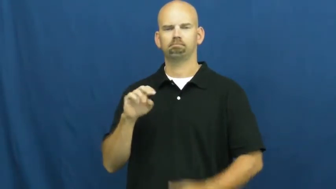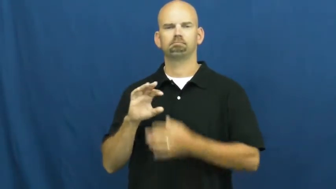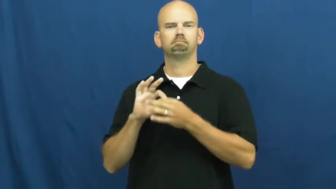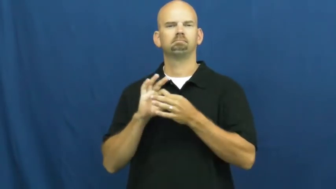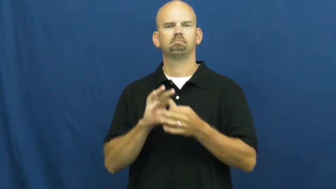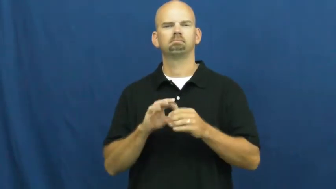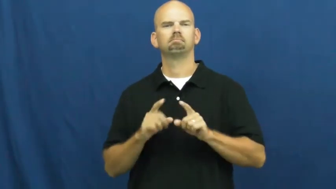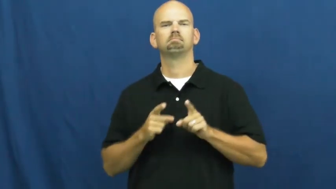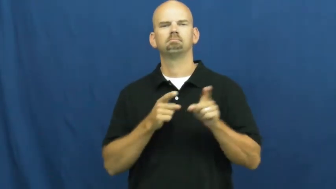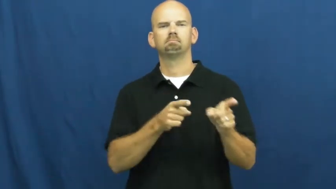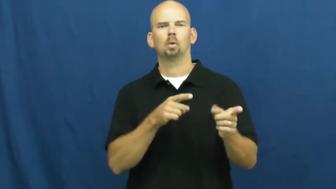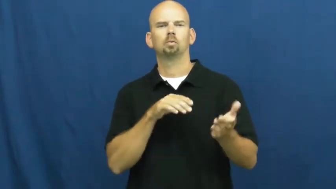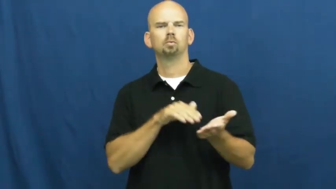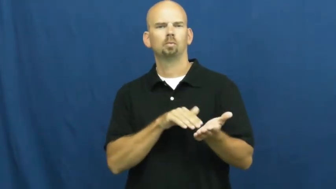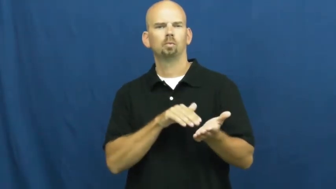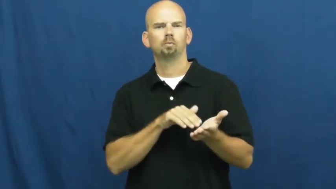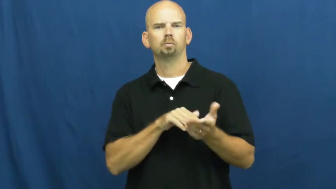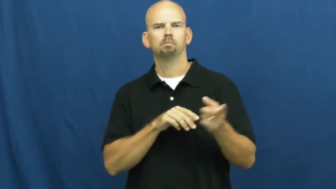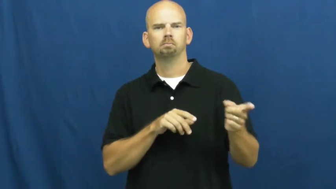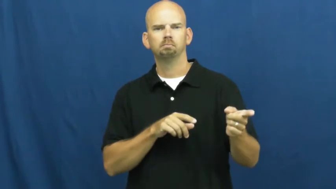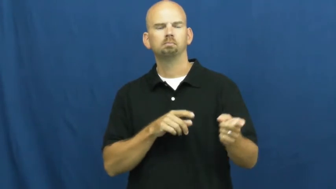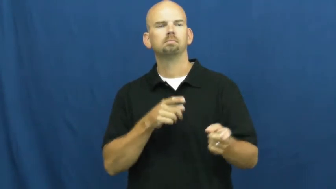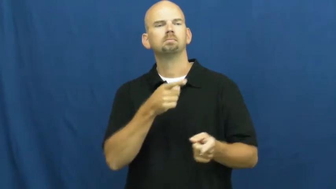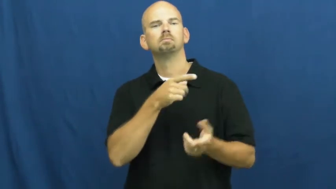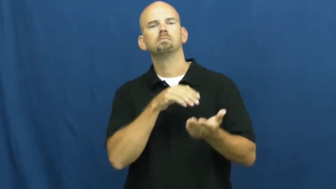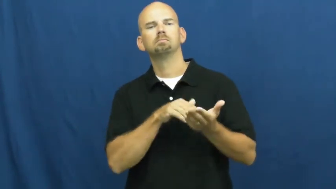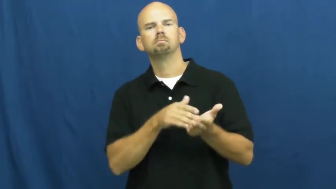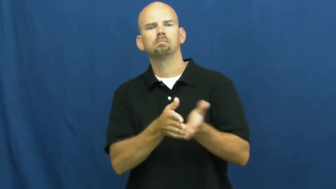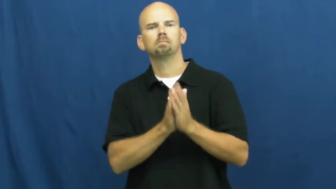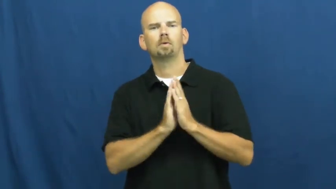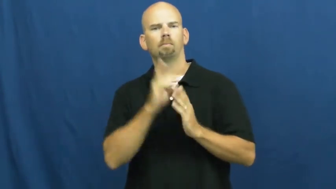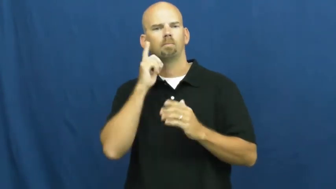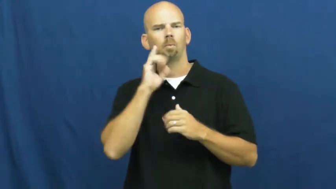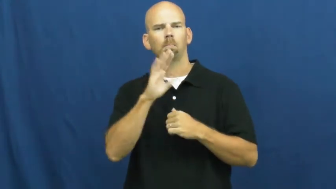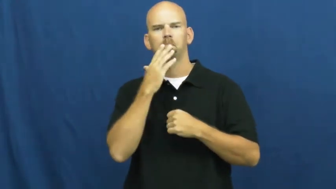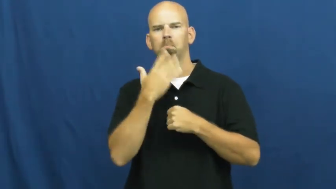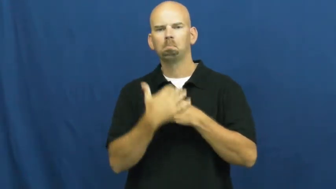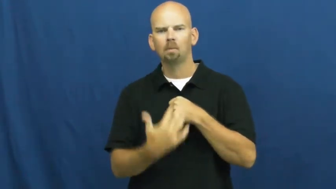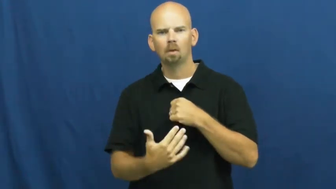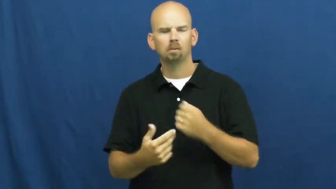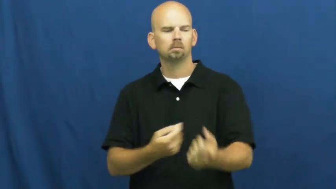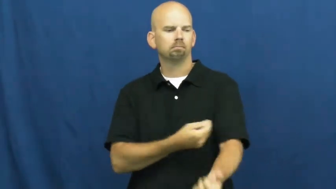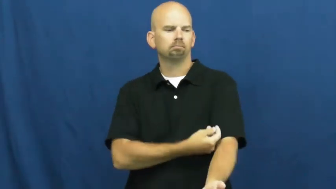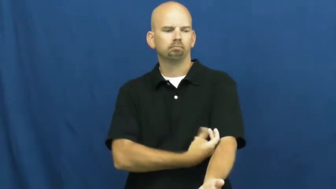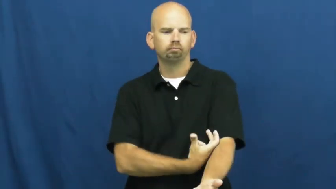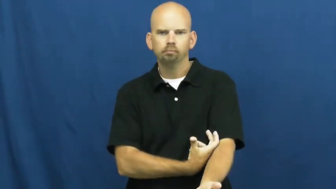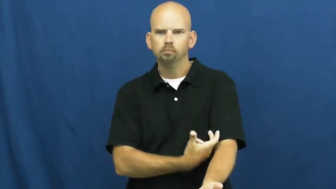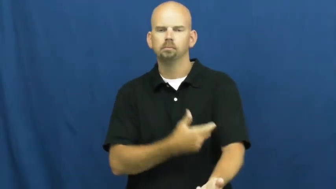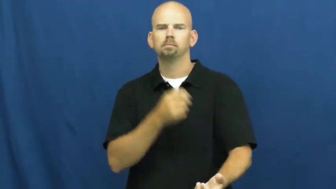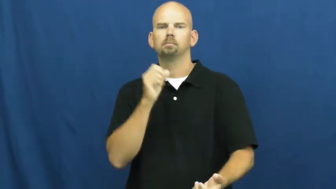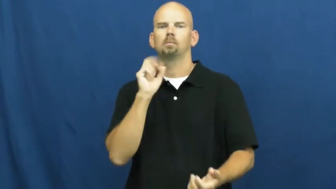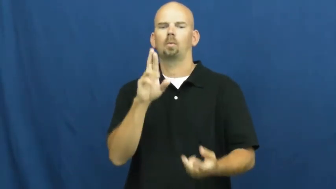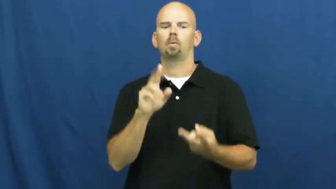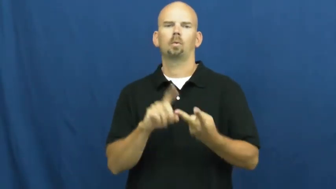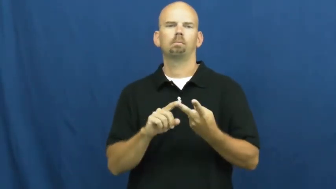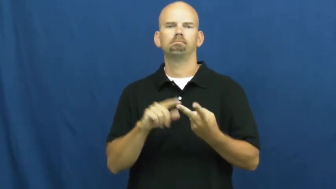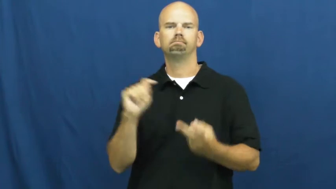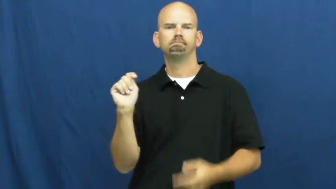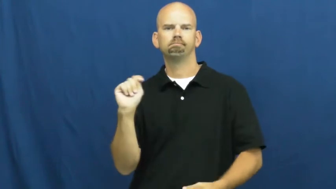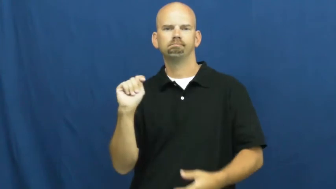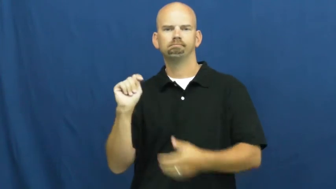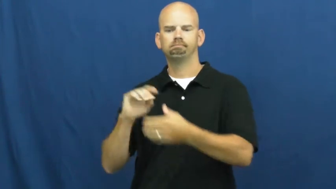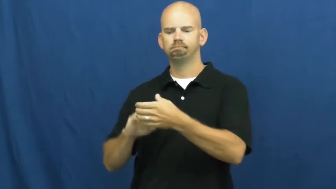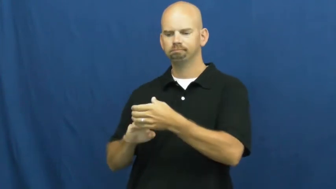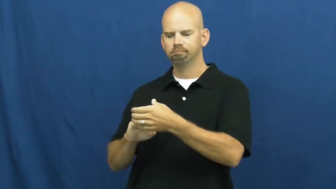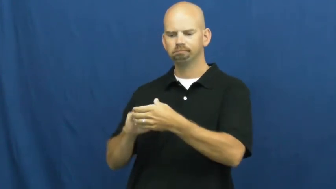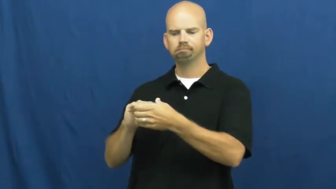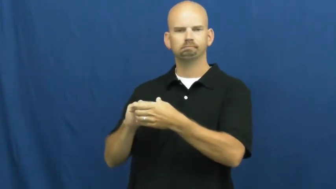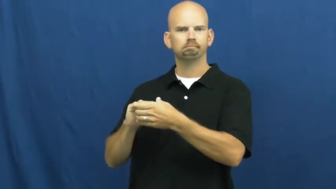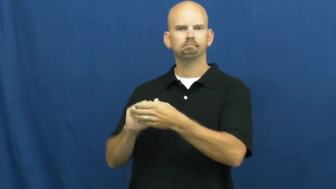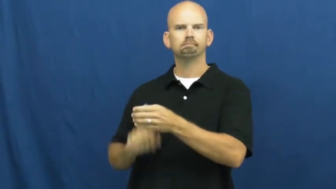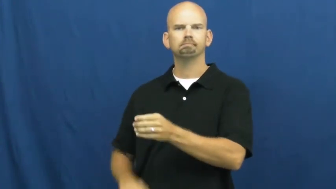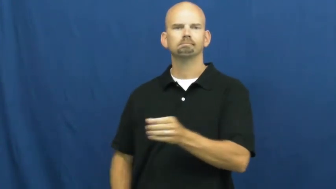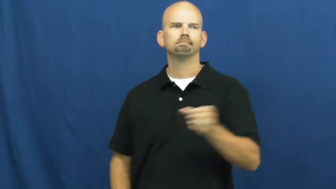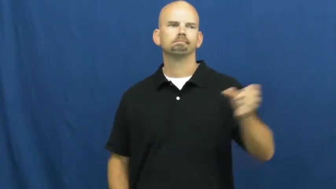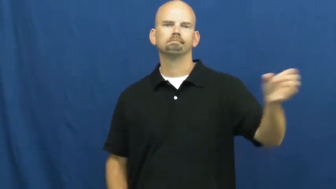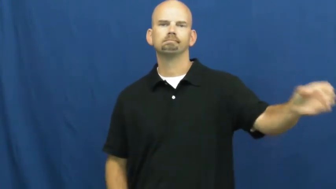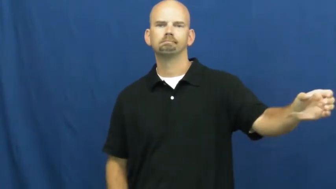specimen-doctor